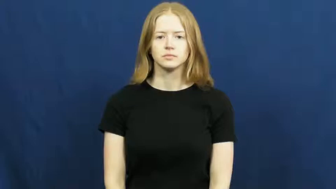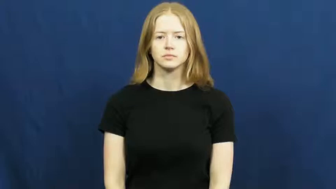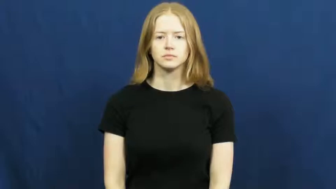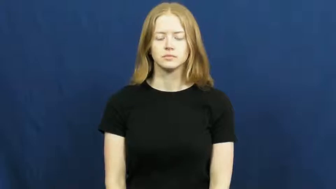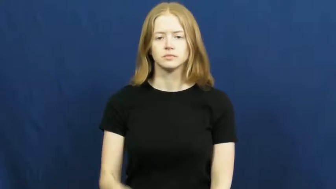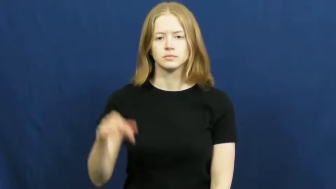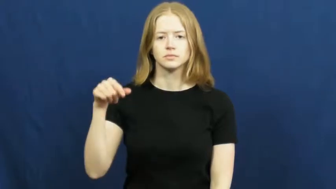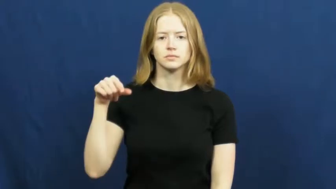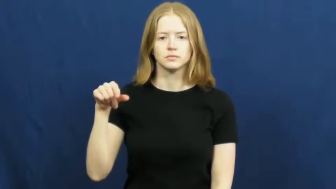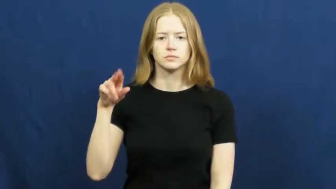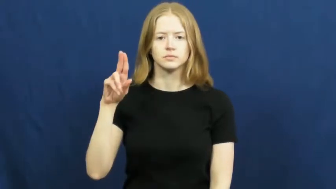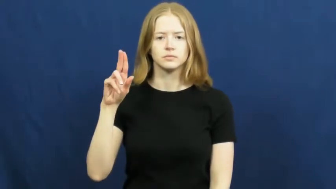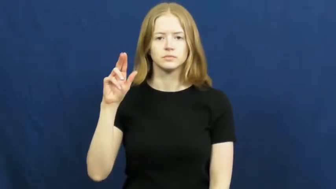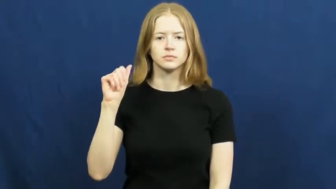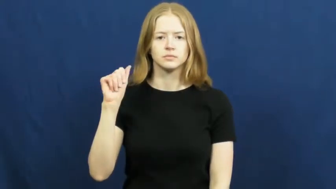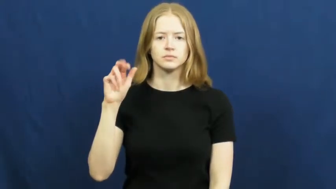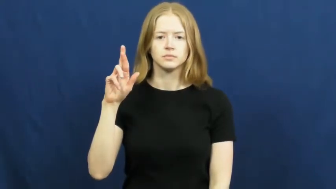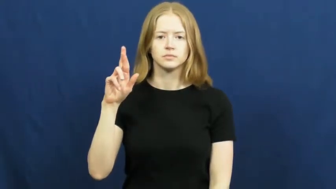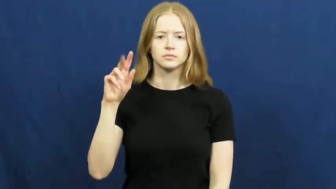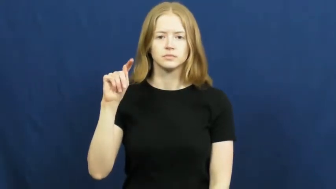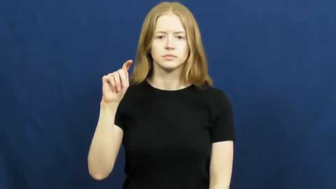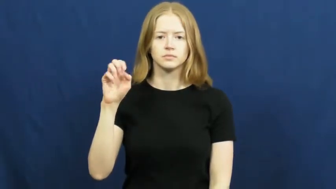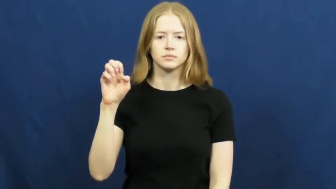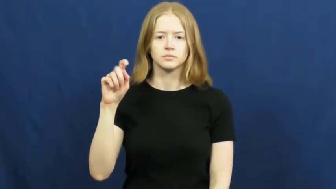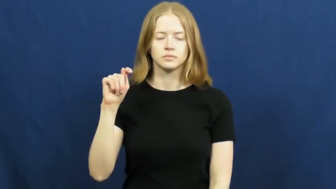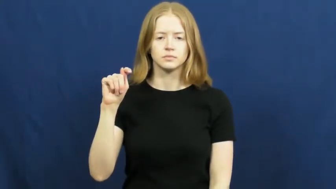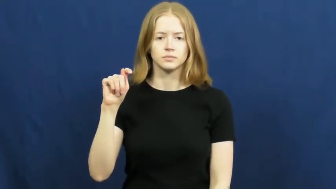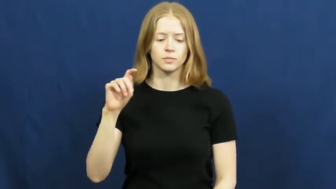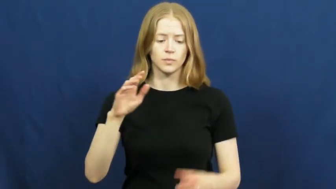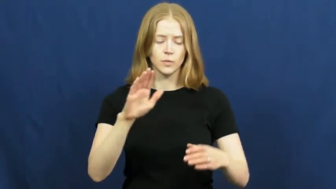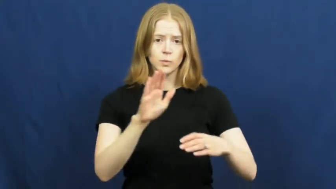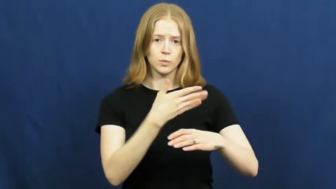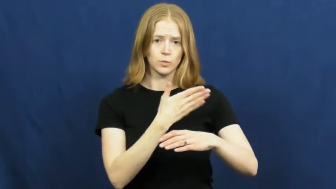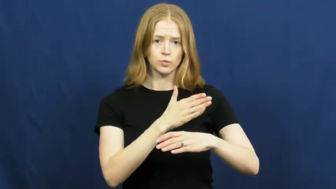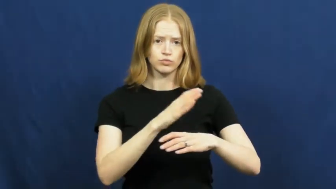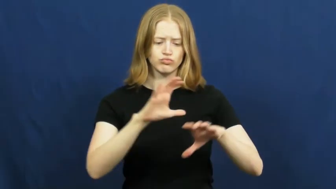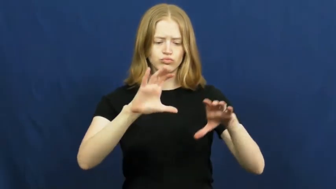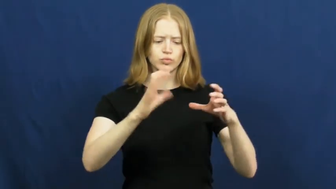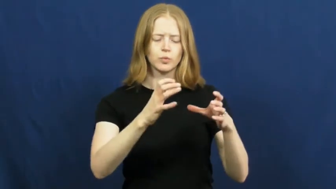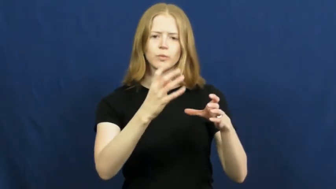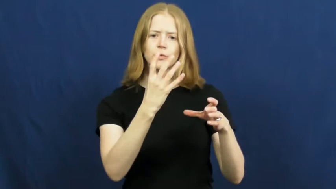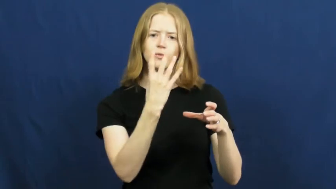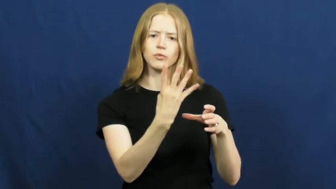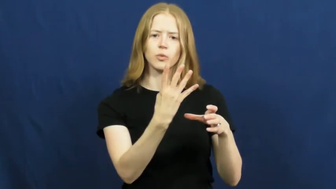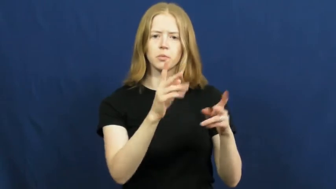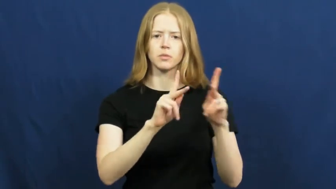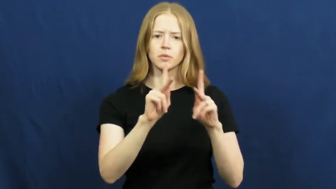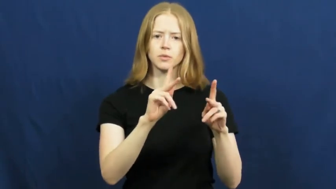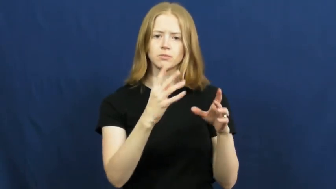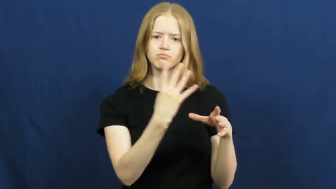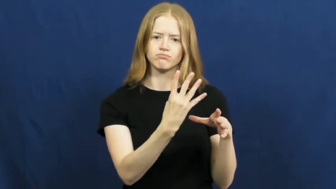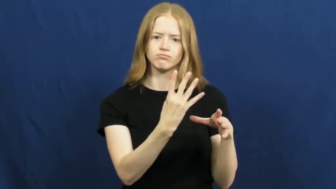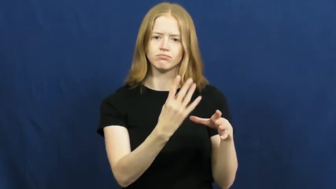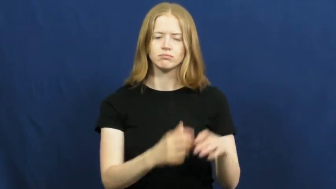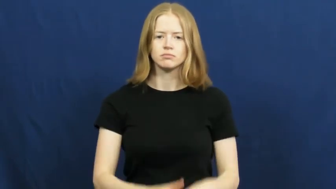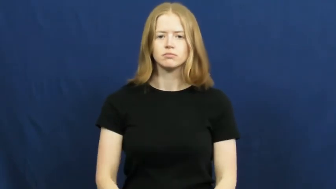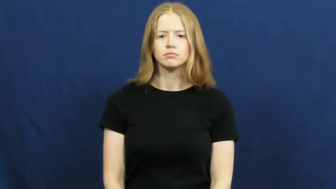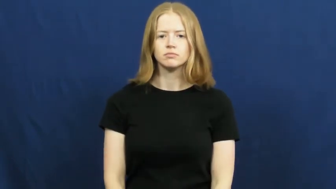quartet